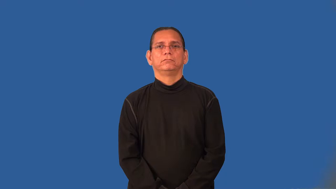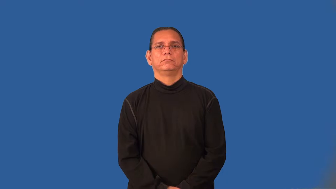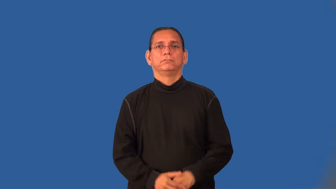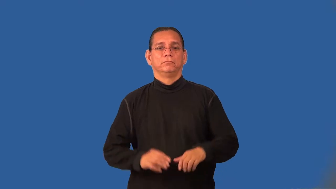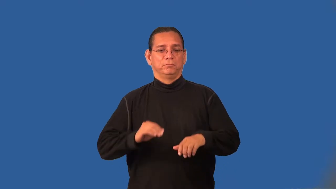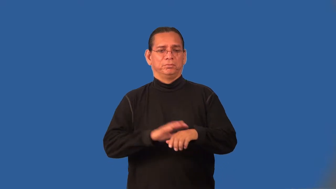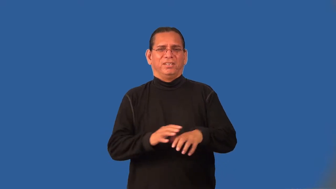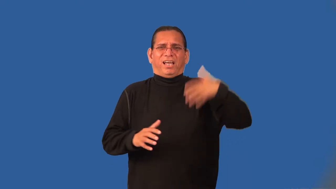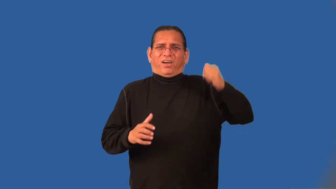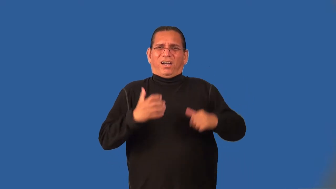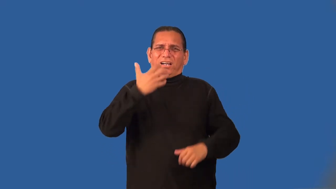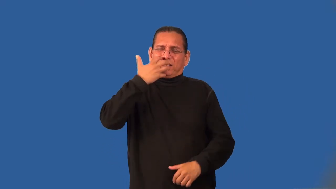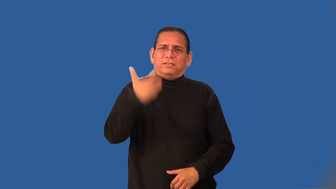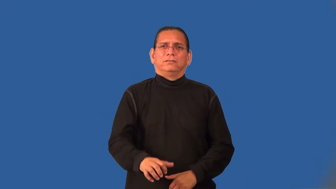scald